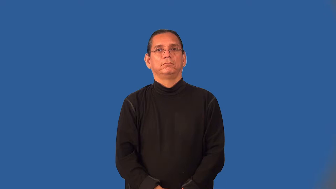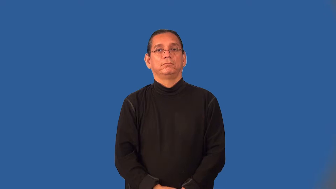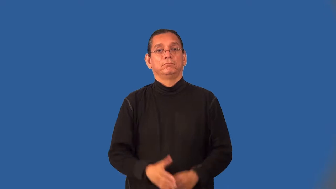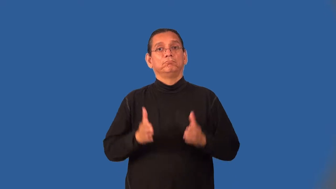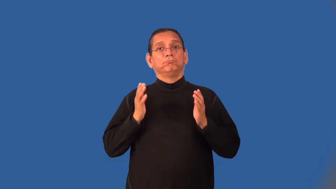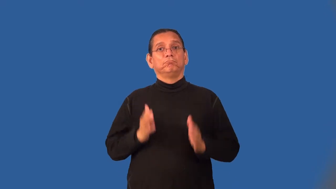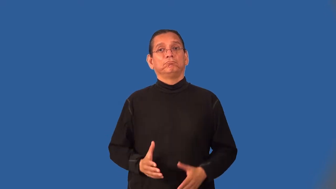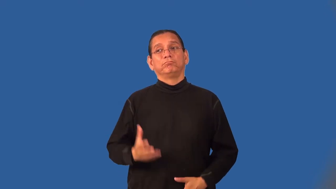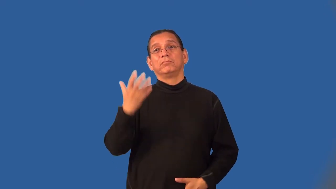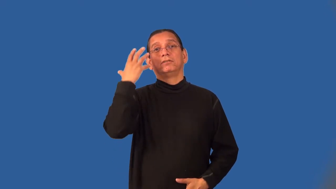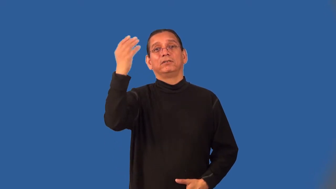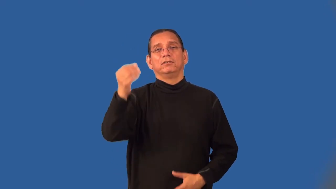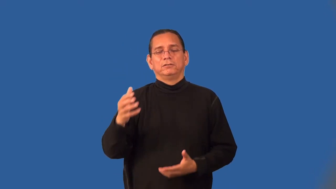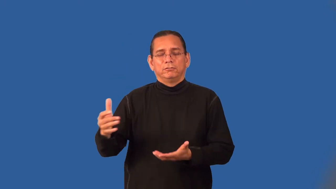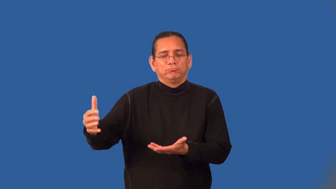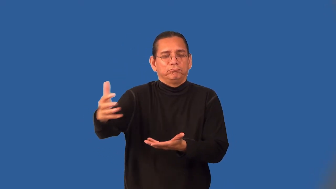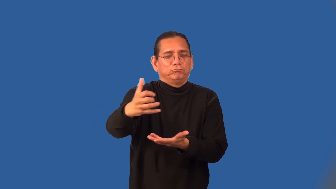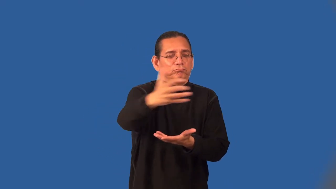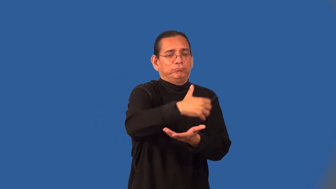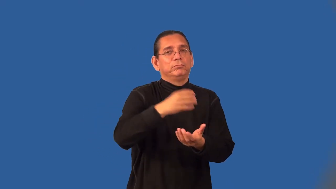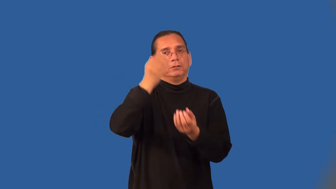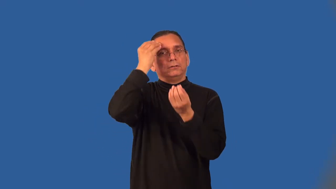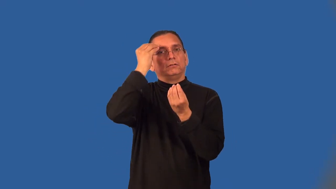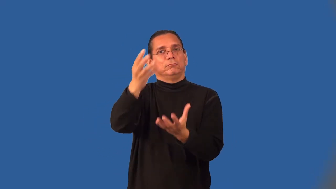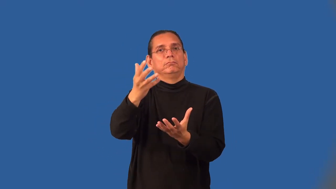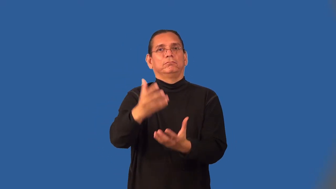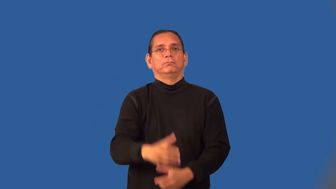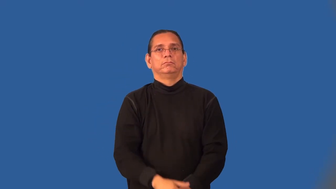fieldworker-information